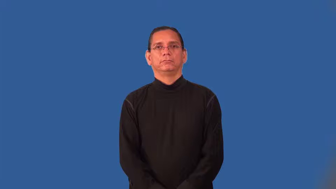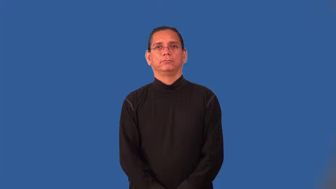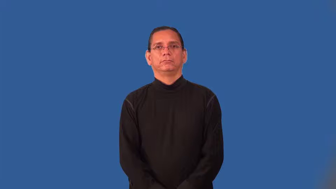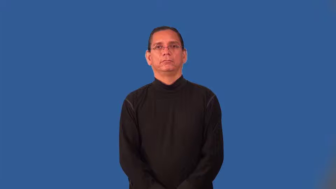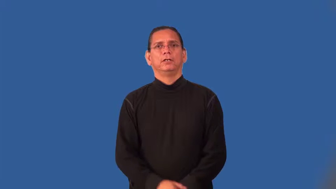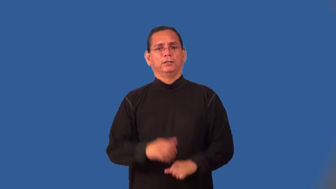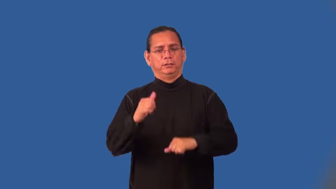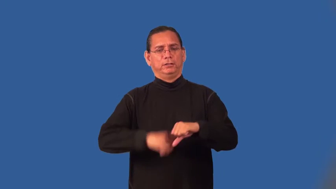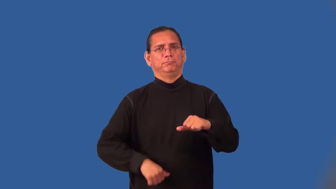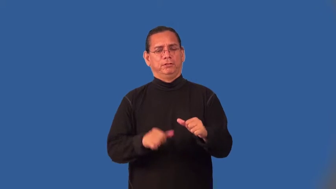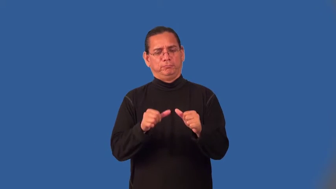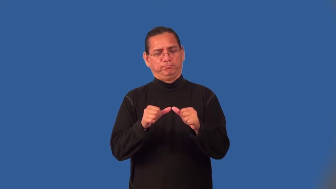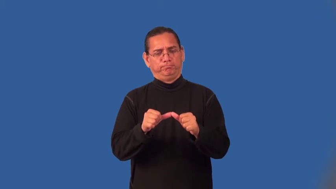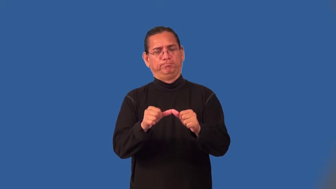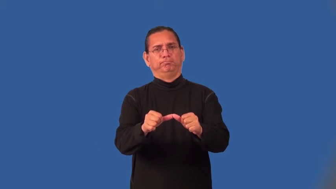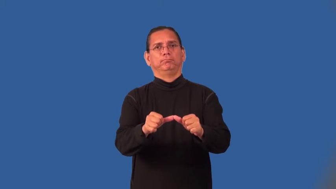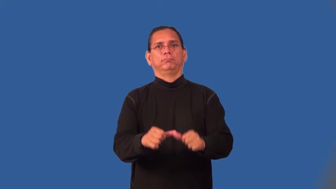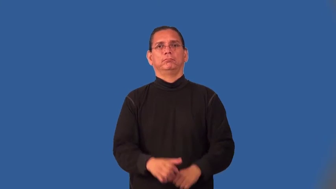steely,cold